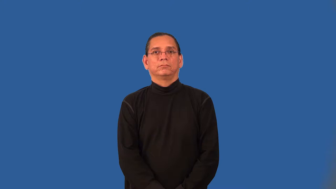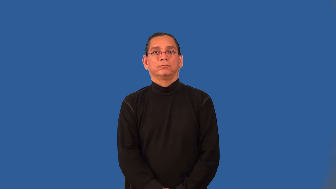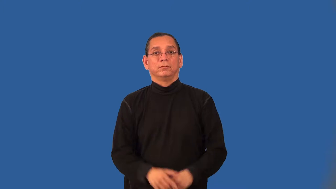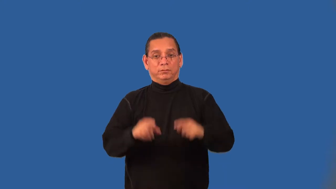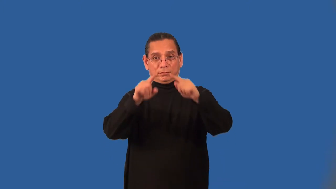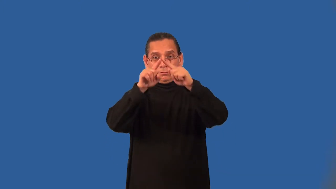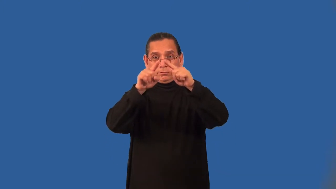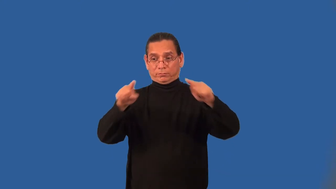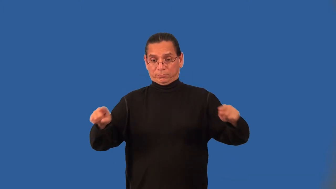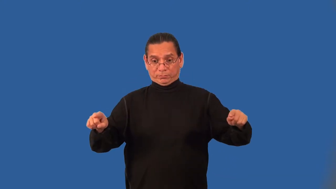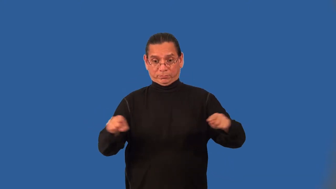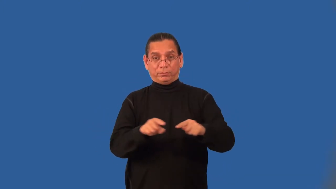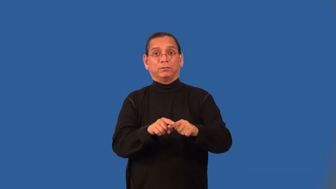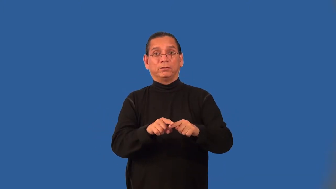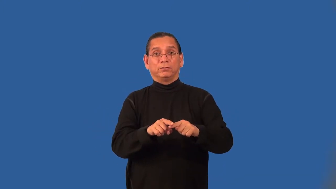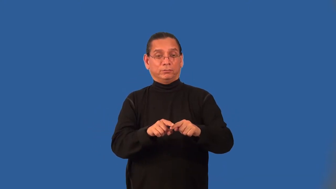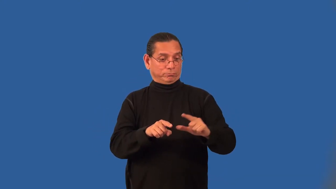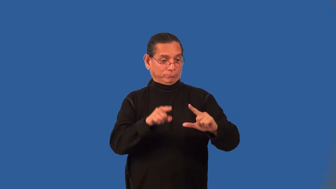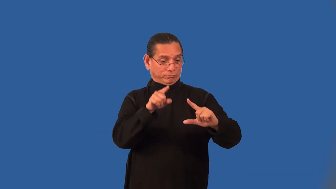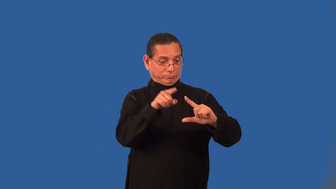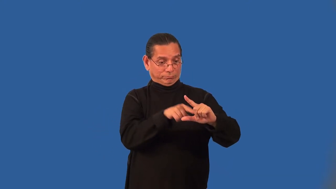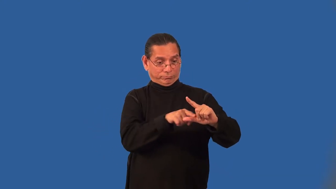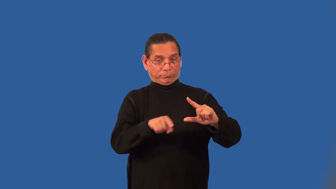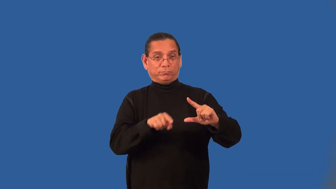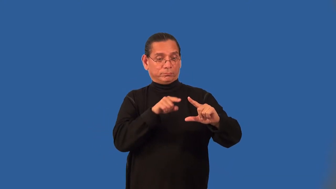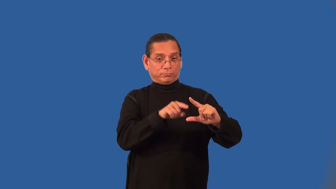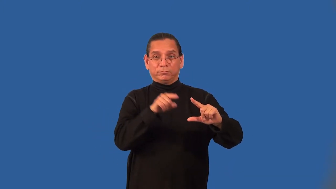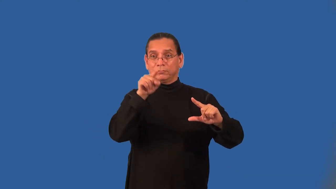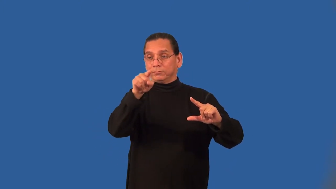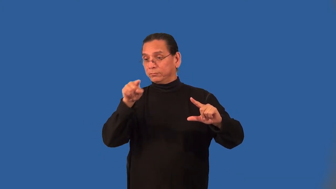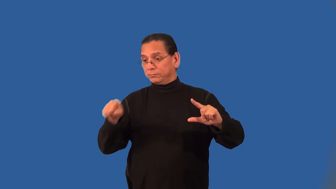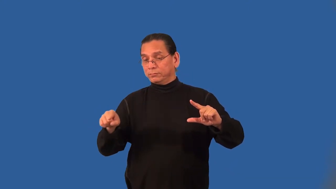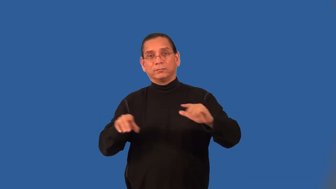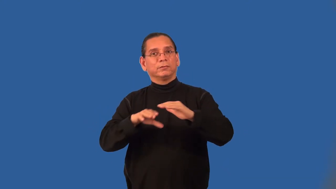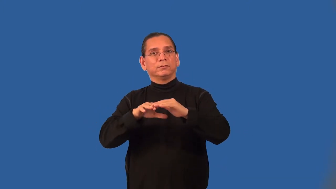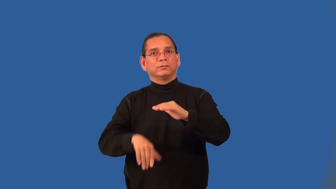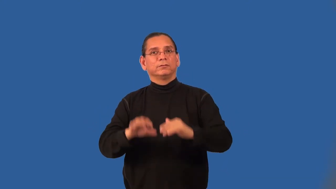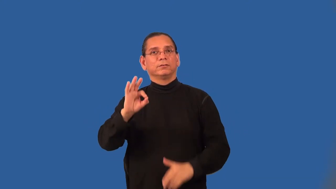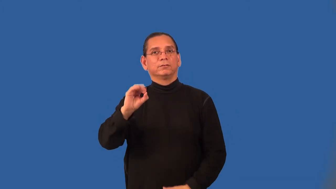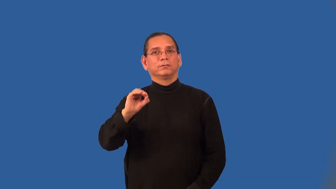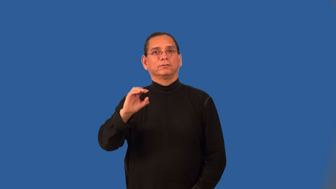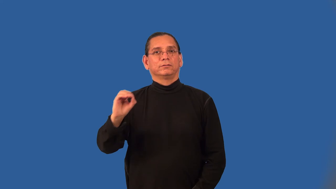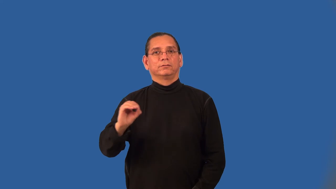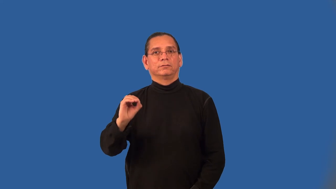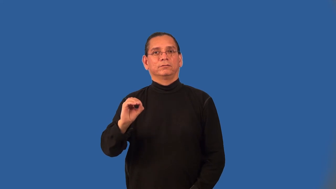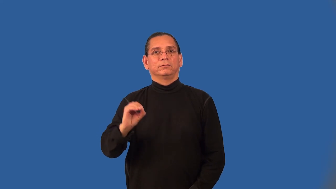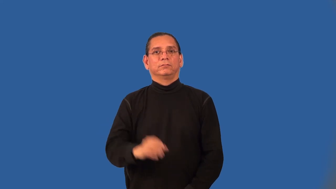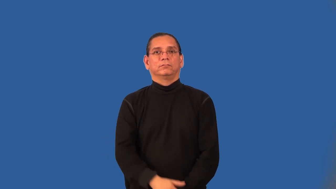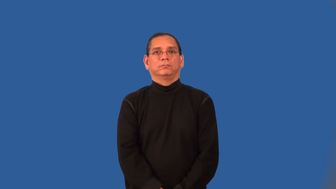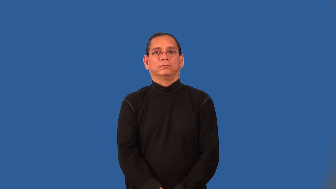acute triangle